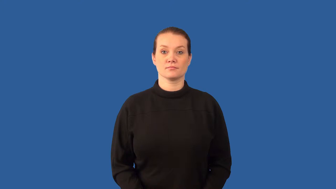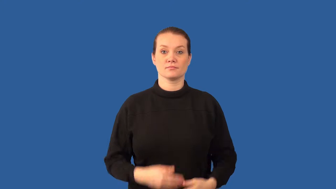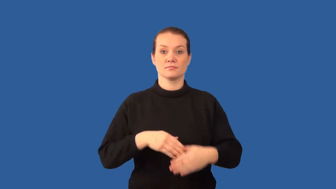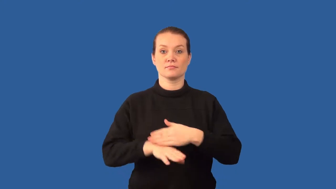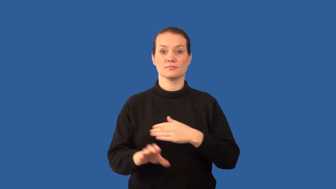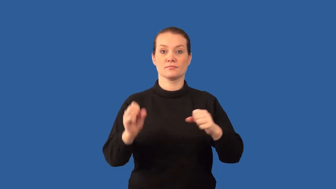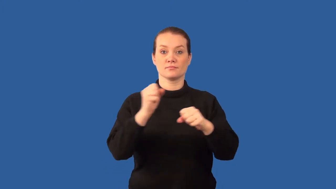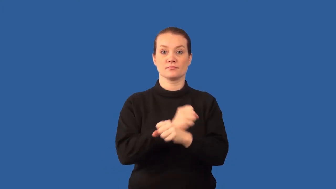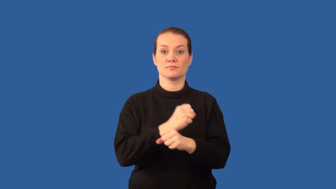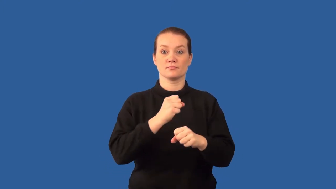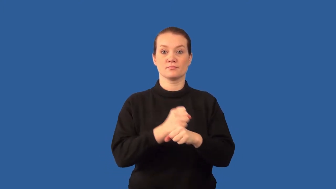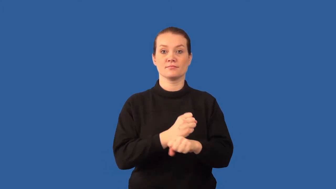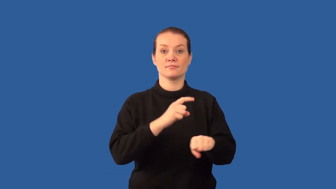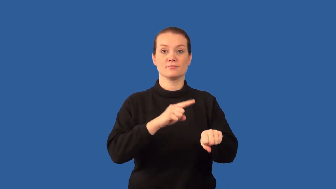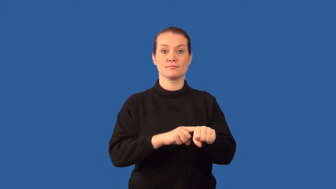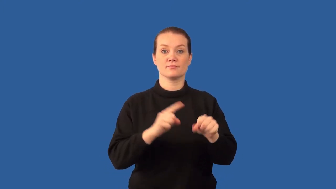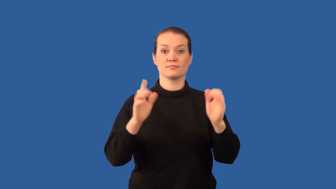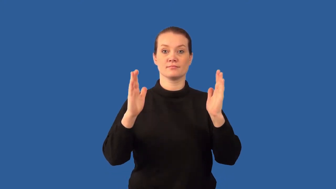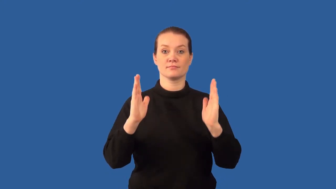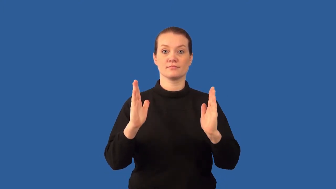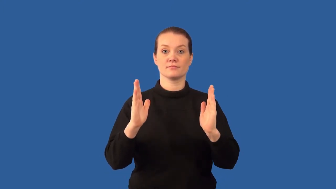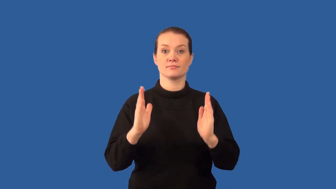birthrate